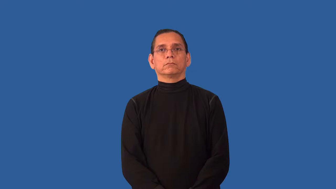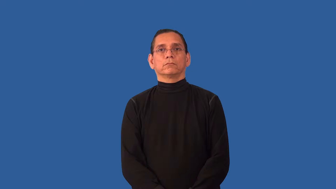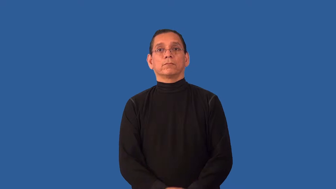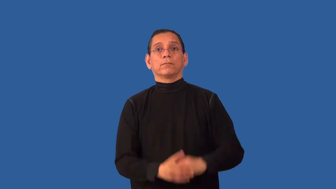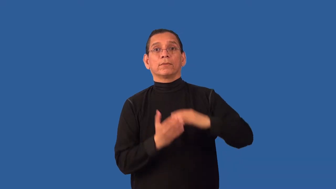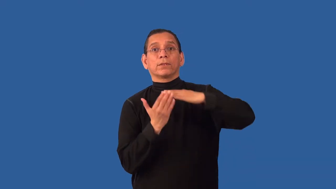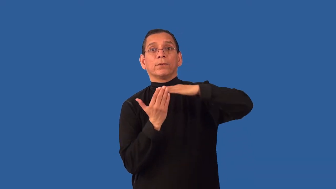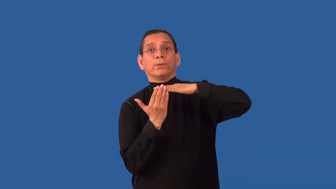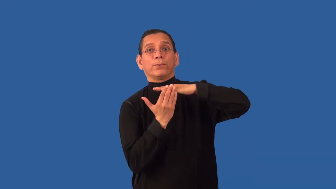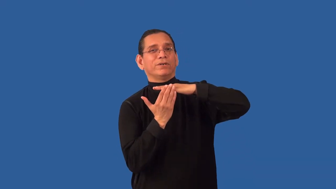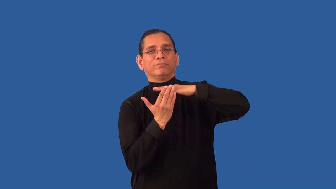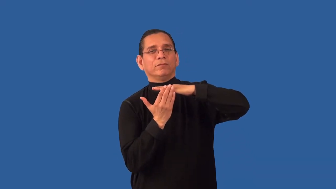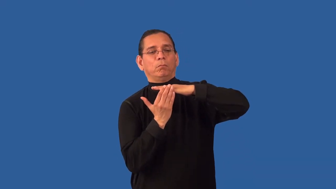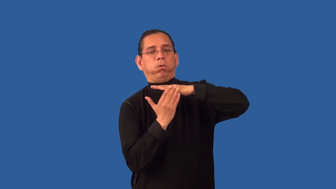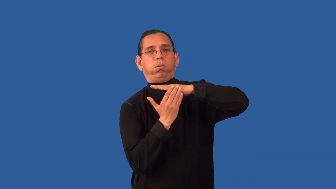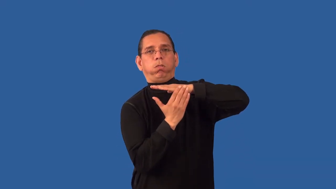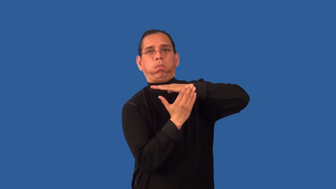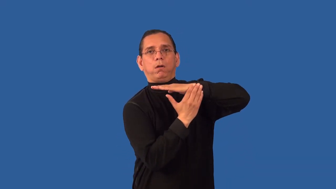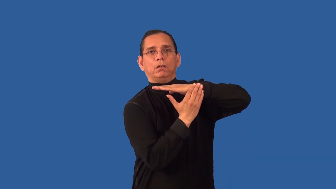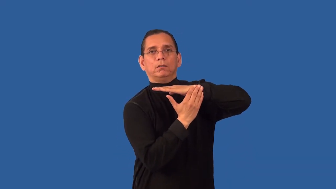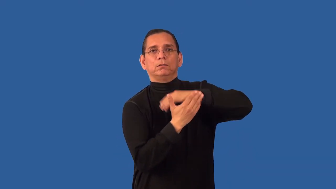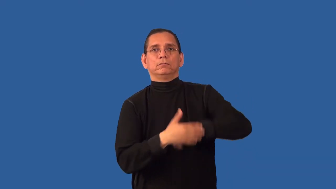jagged,skew,uneven,serrated